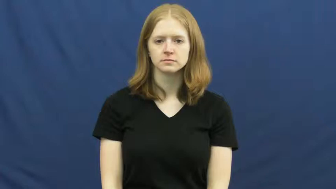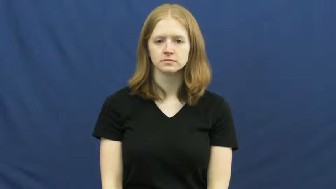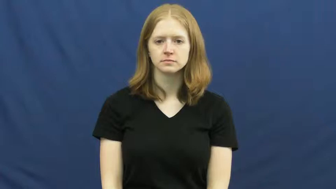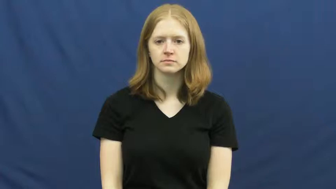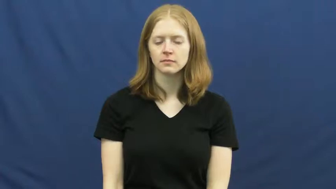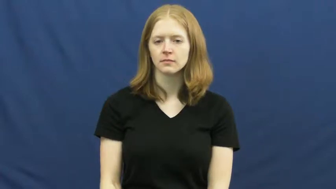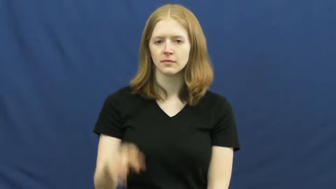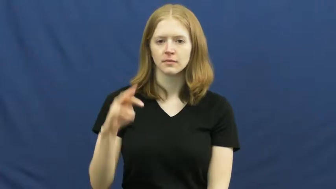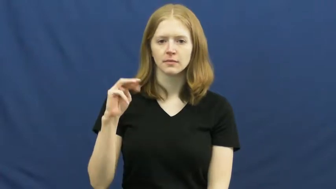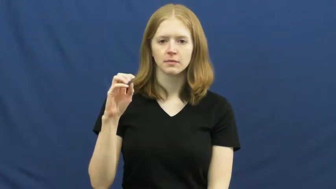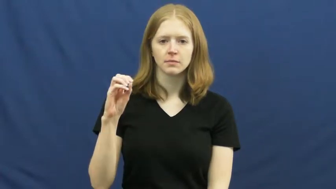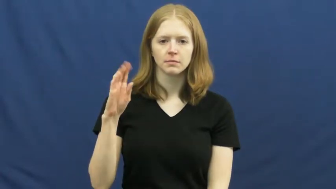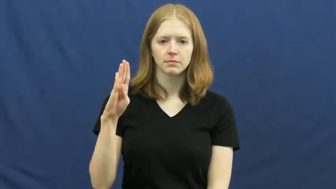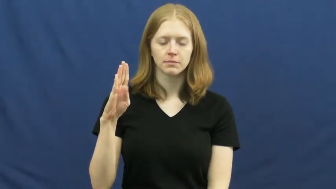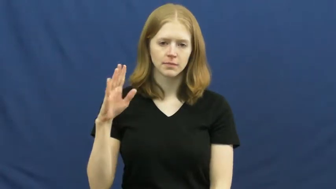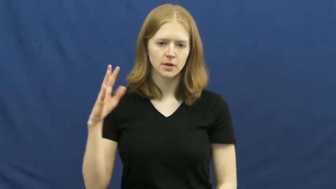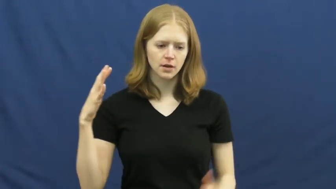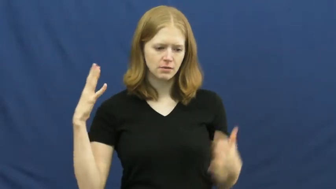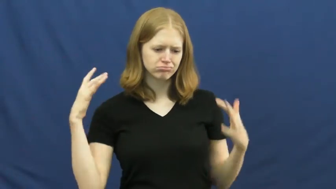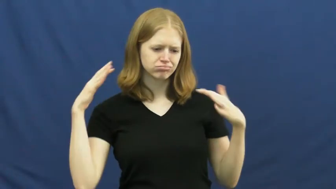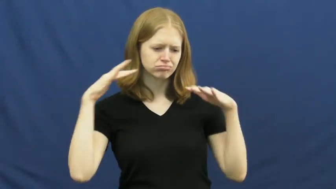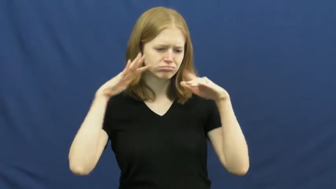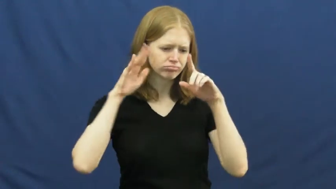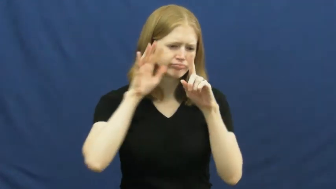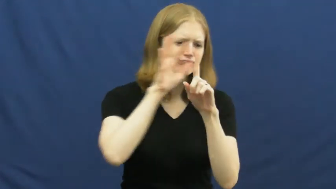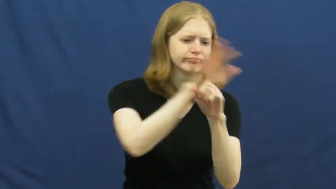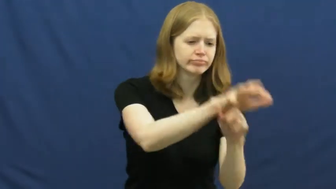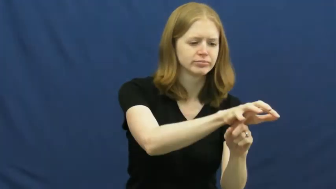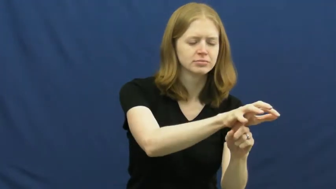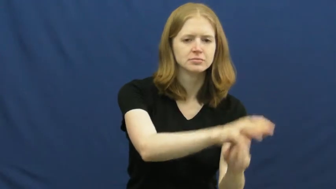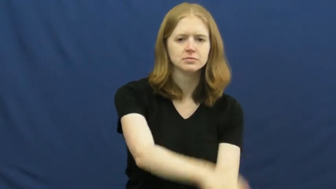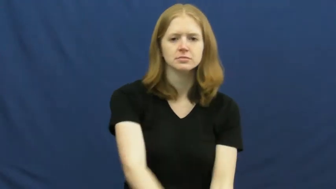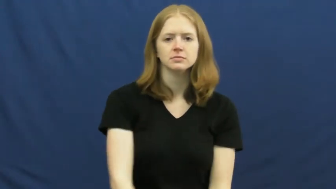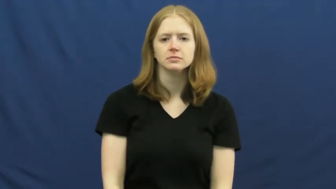mob-attack